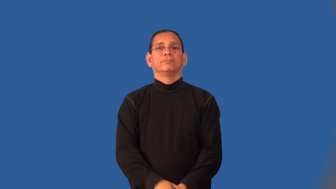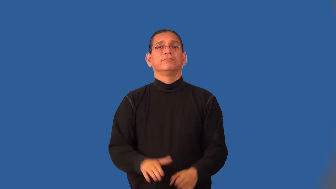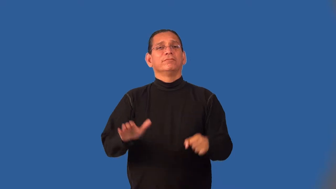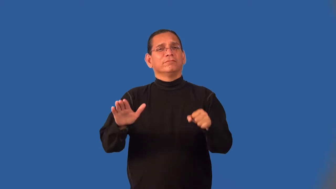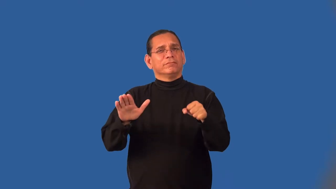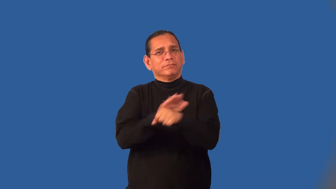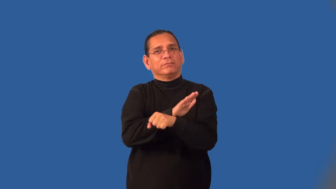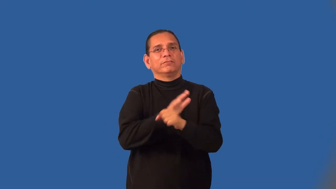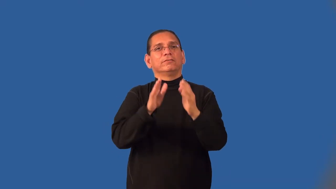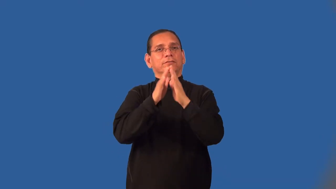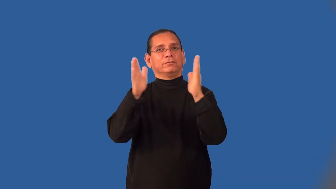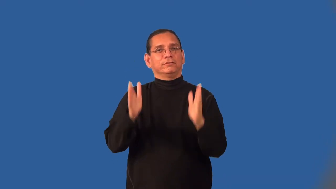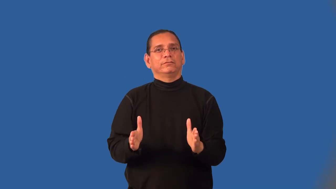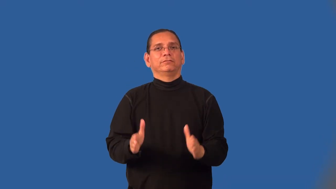houseful